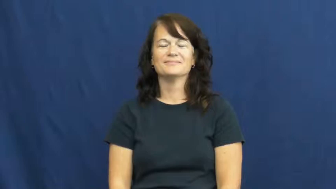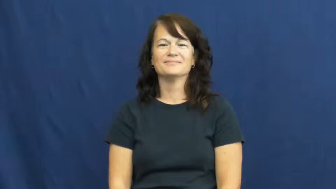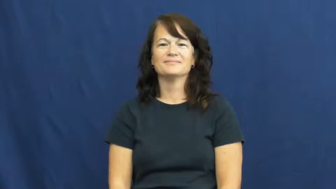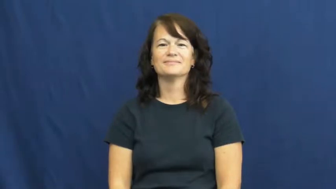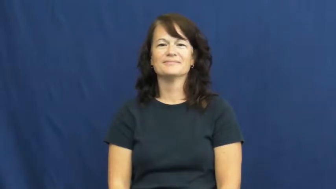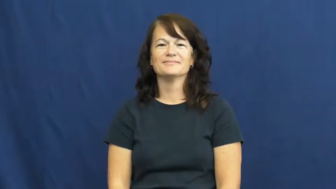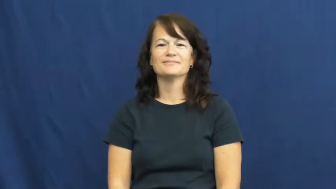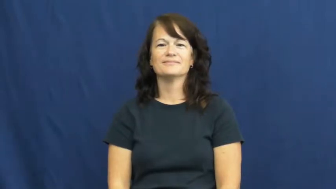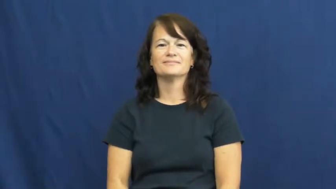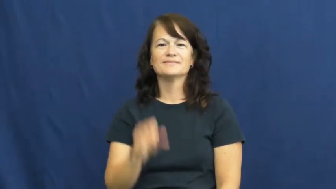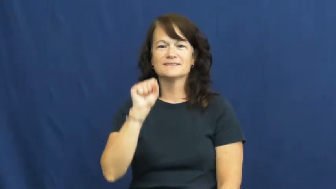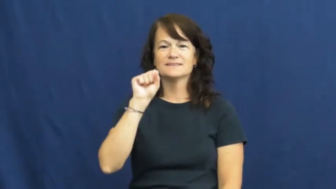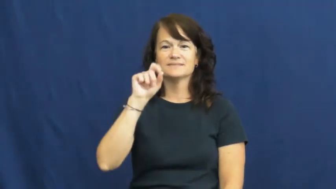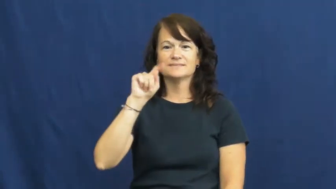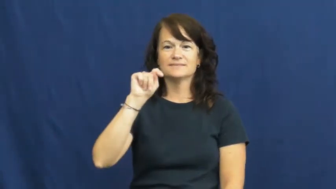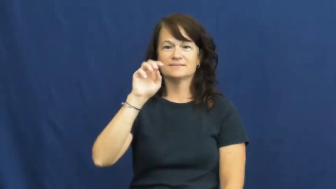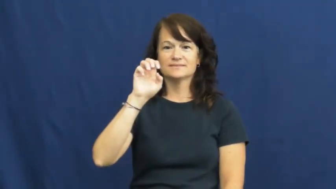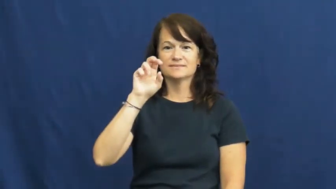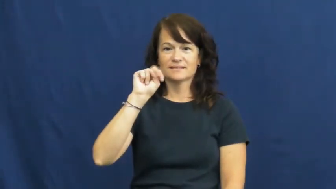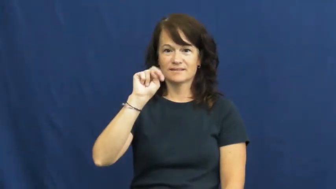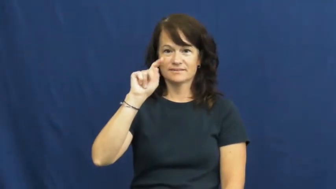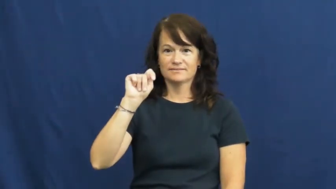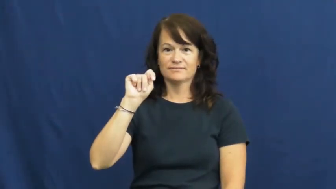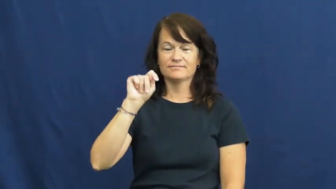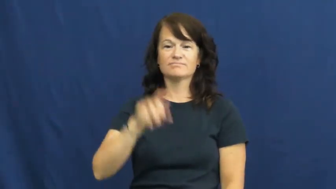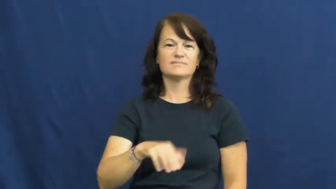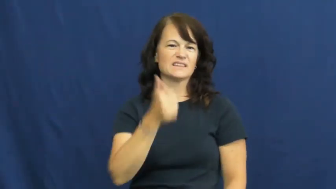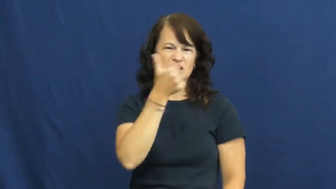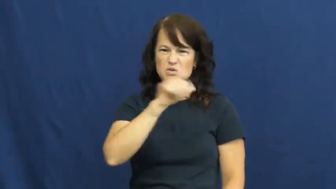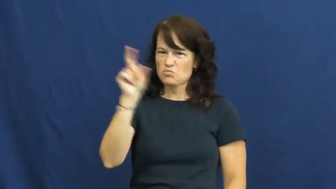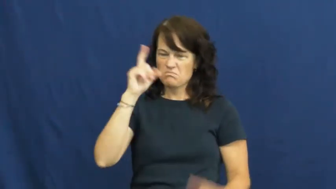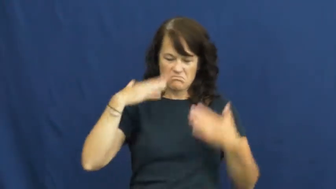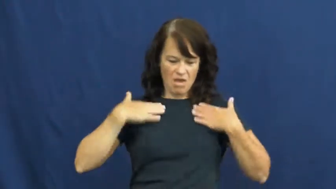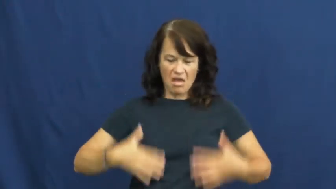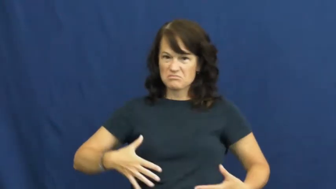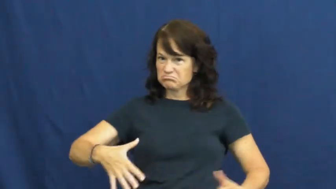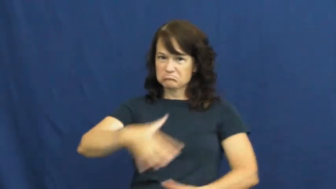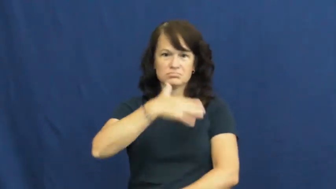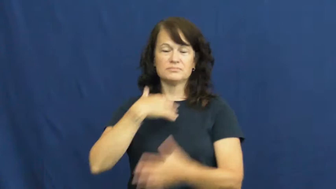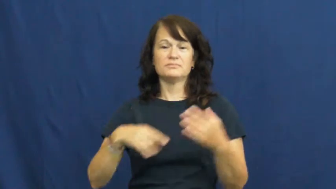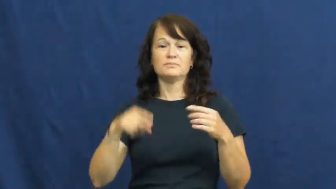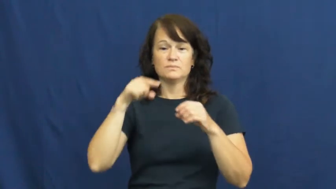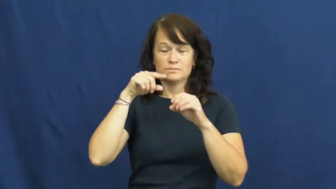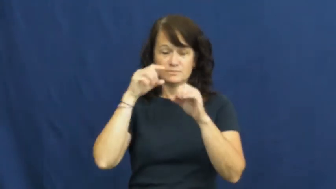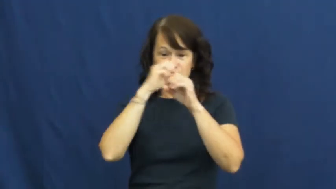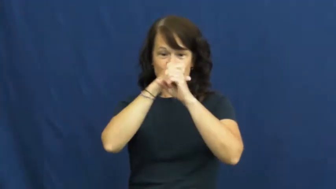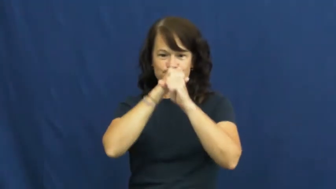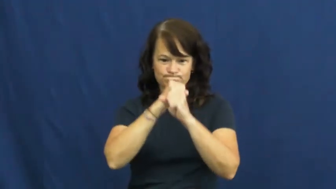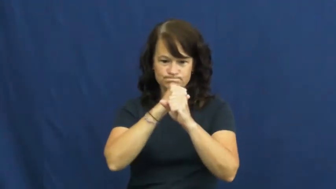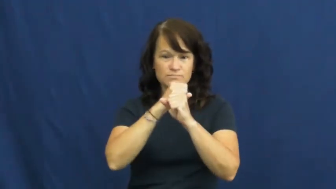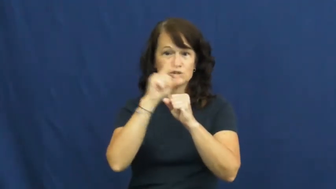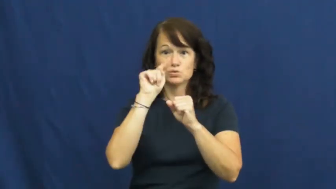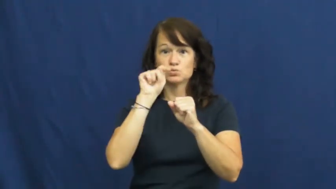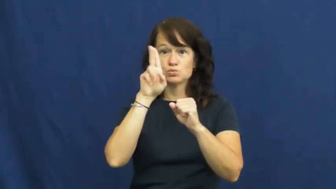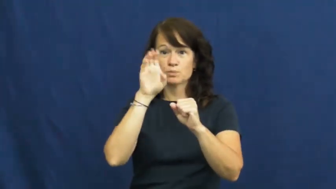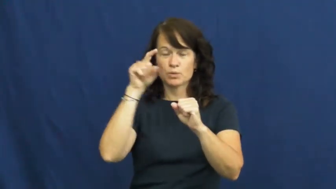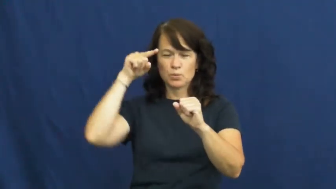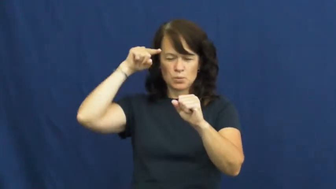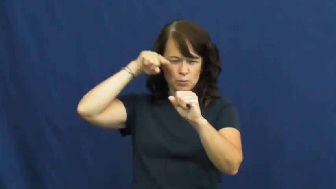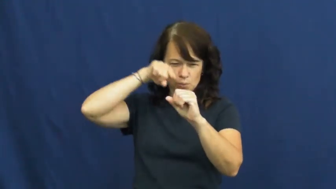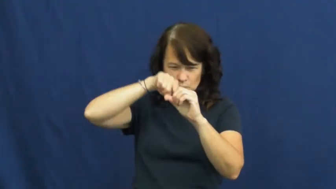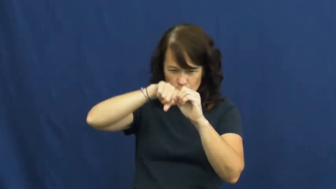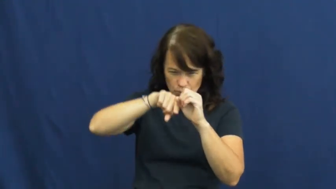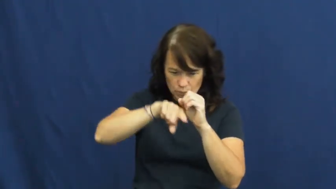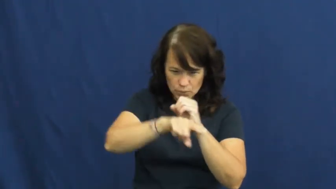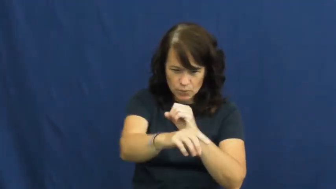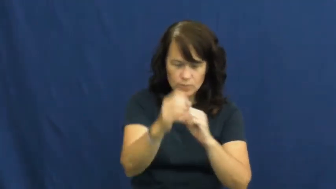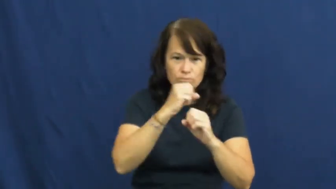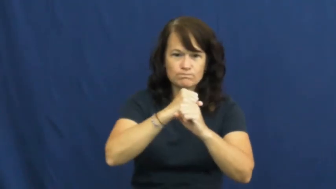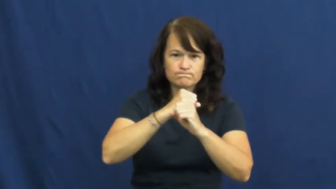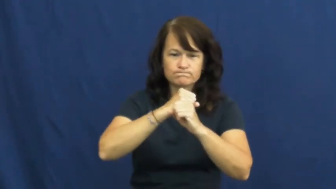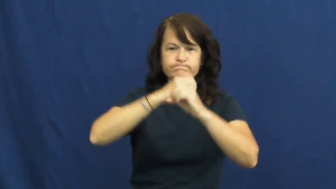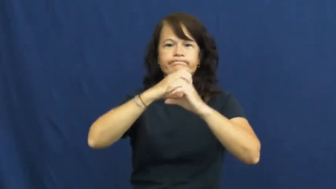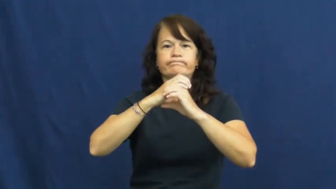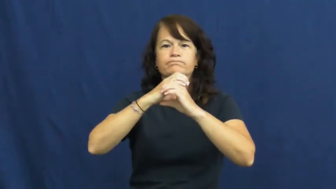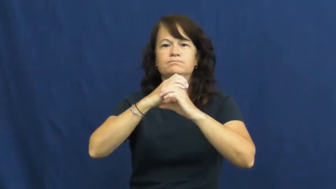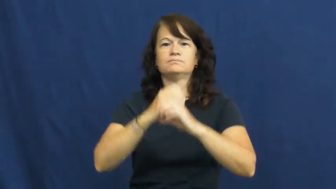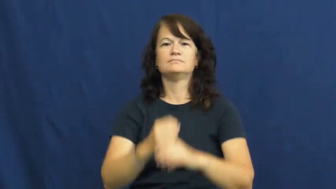stent